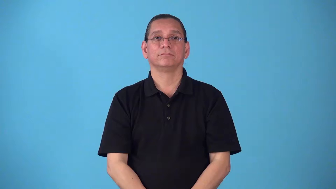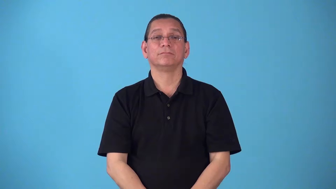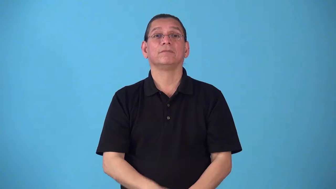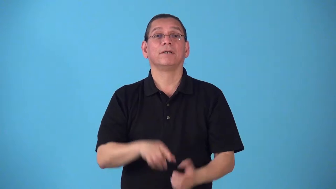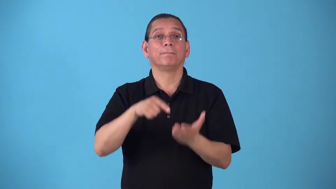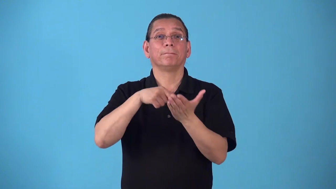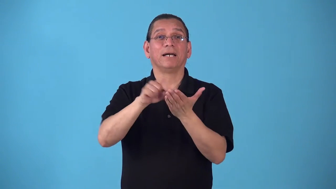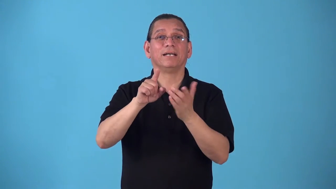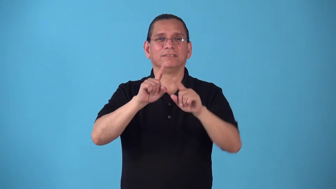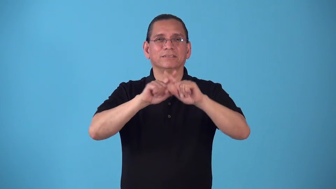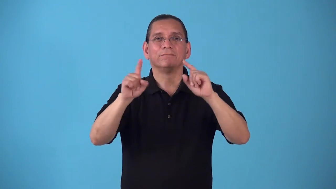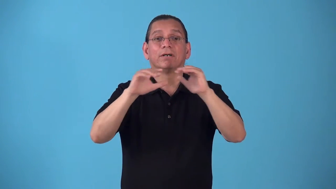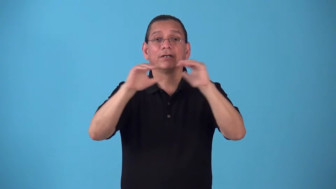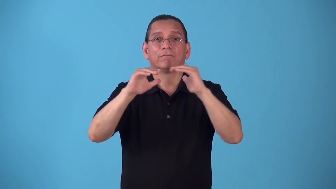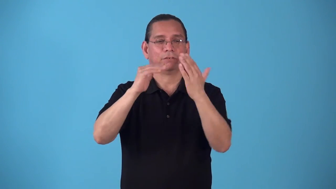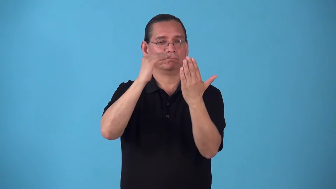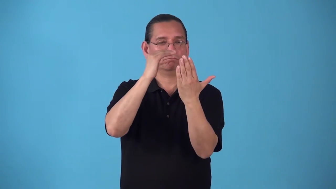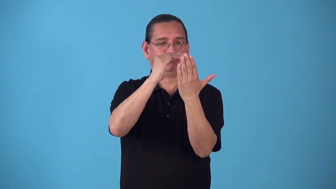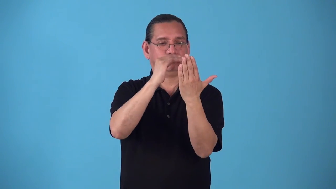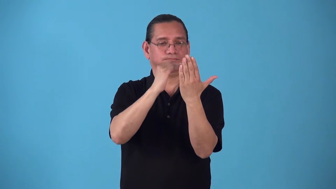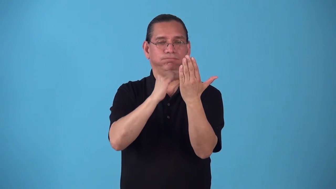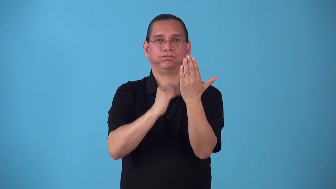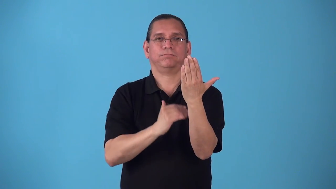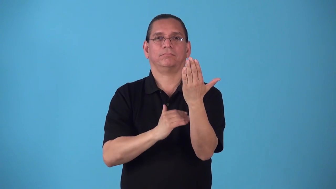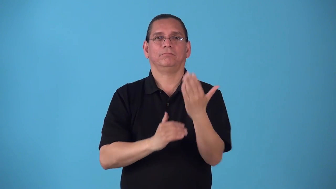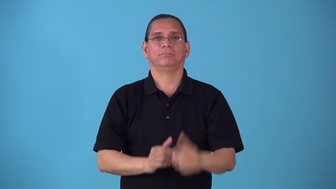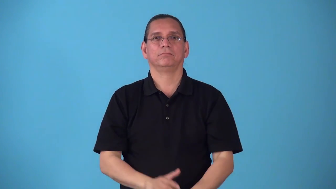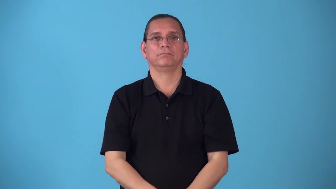scale-list showing acceptable pay